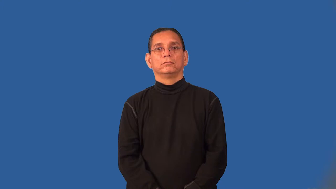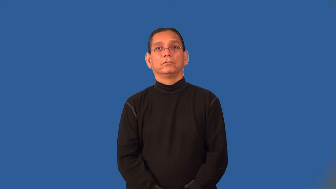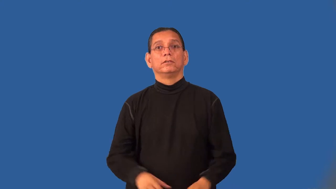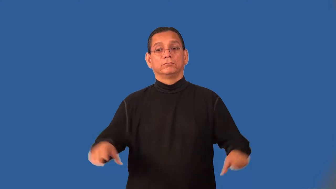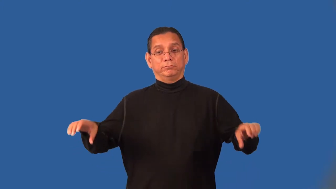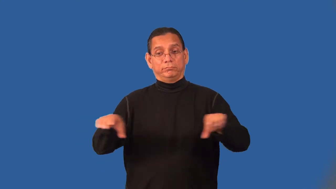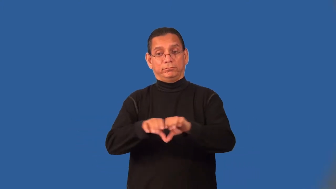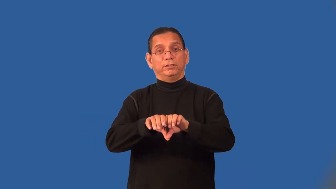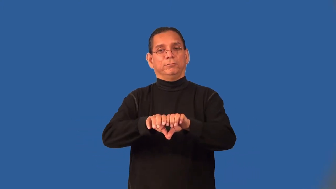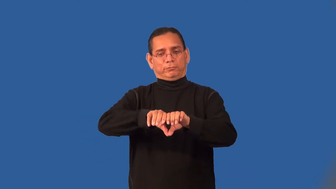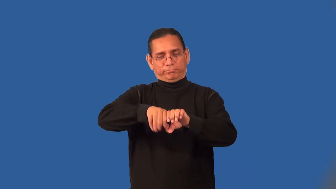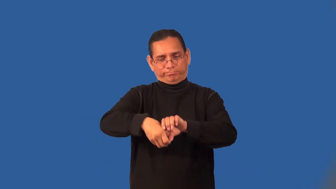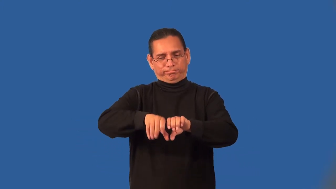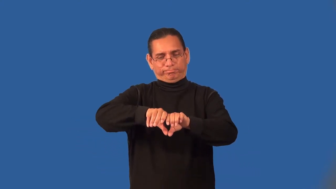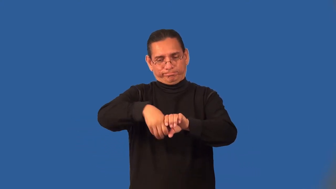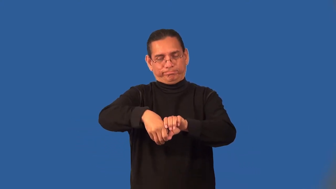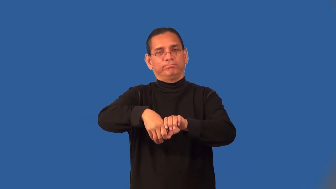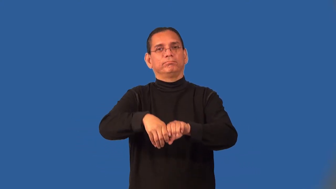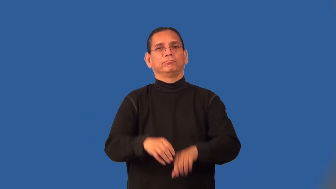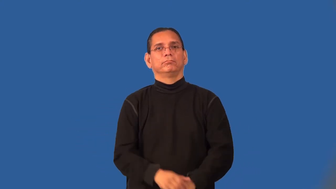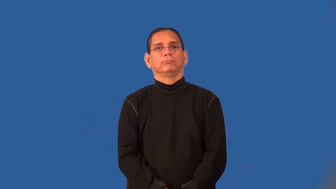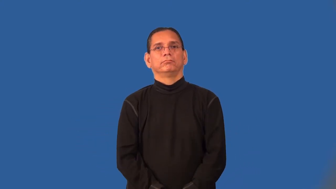plumb-install plumbing